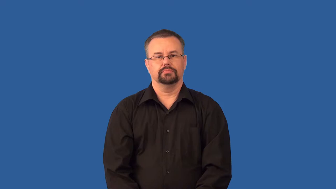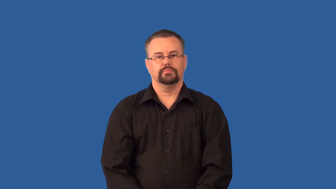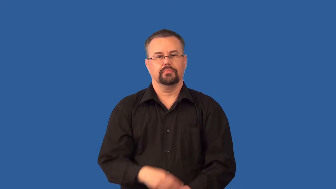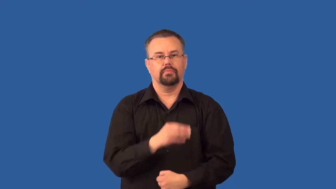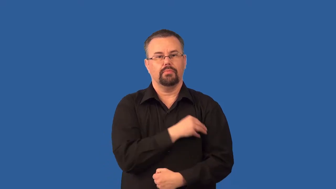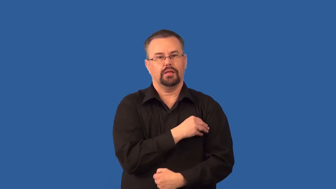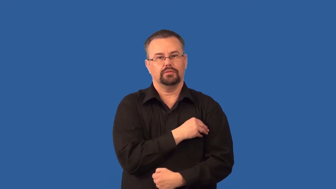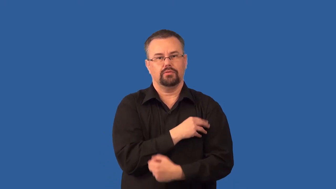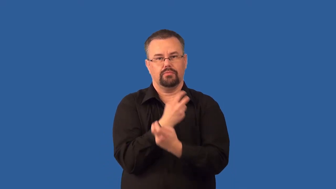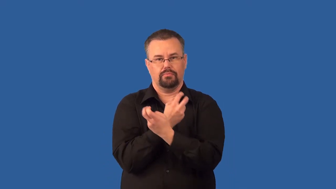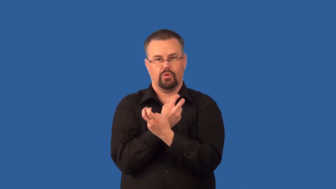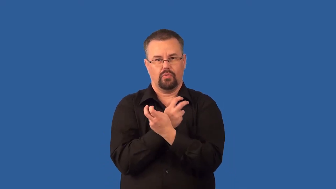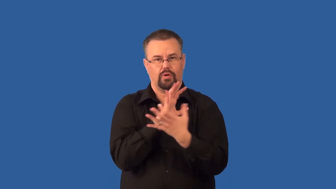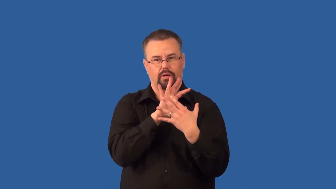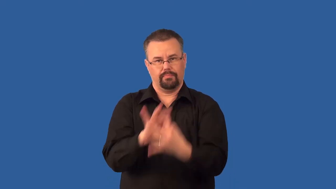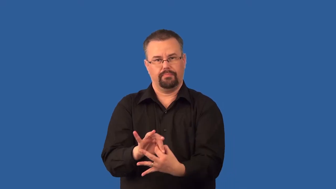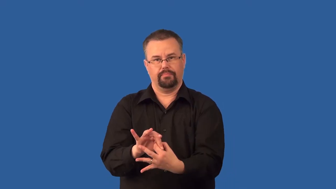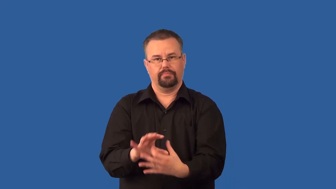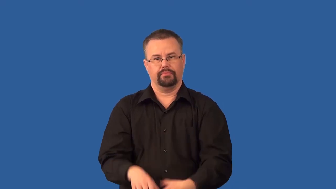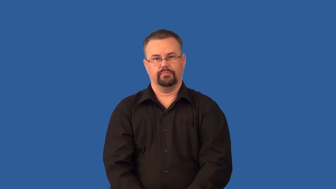tendon